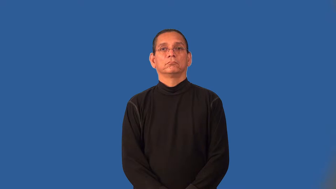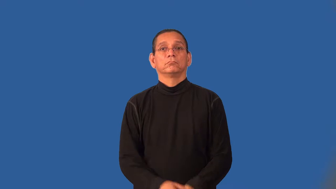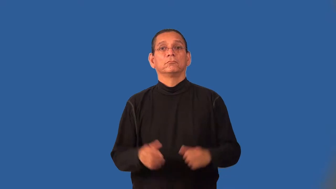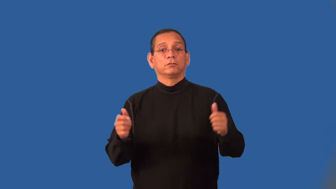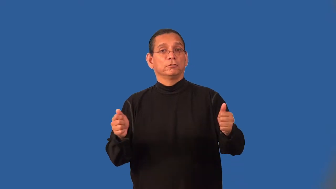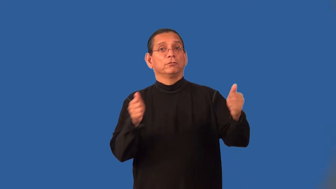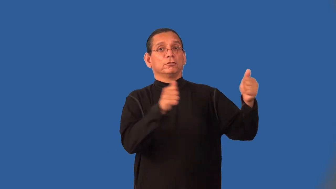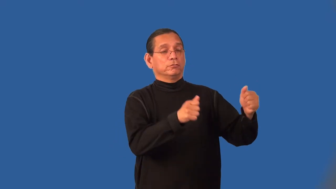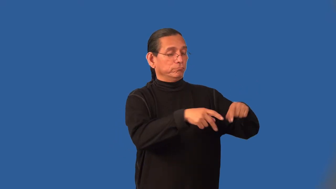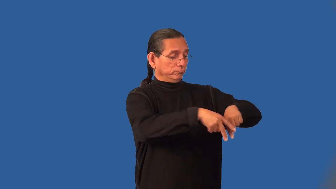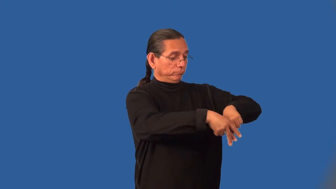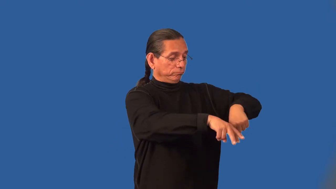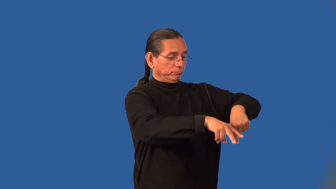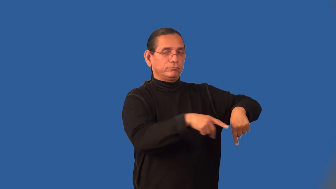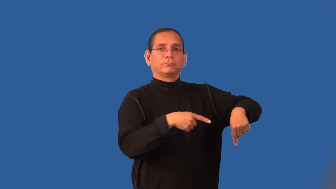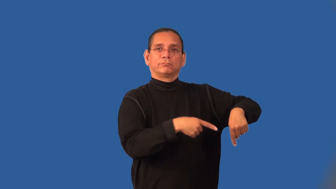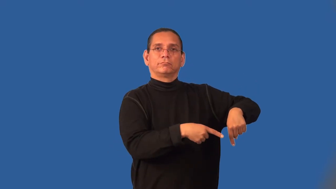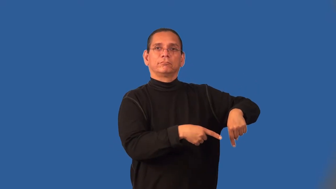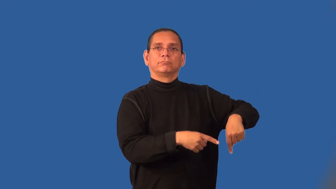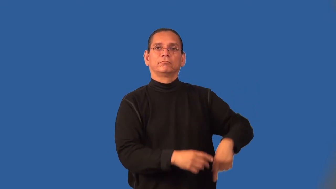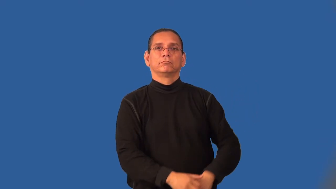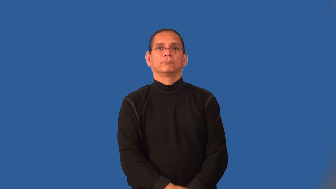leg-easel